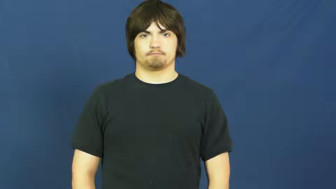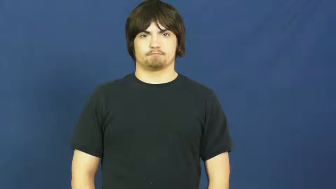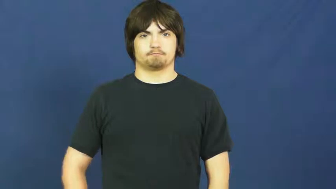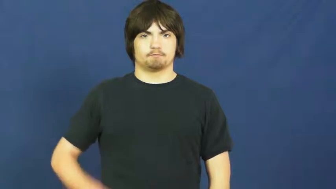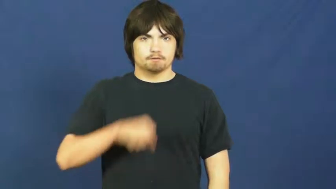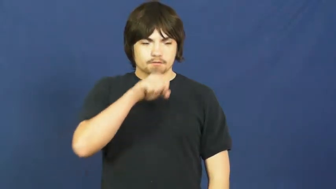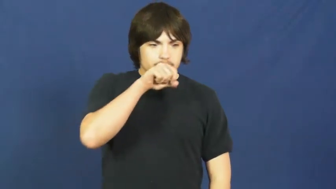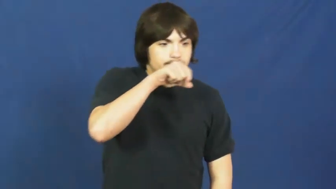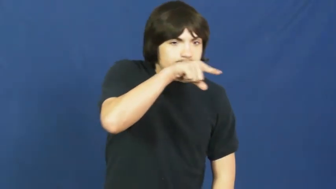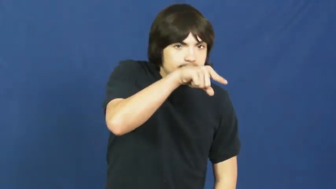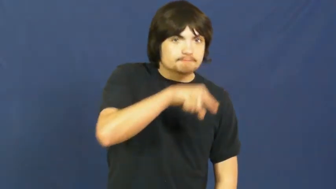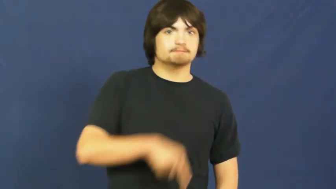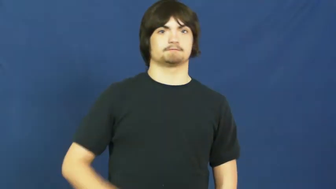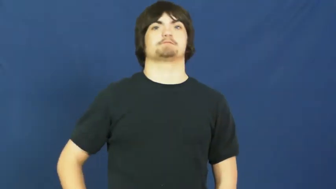spit out